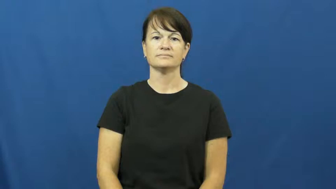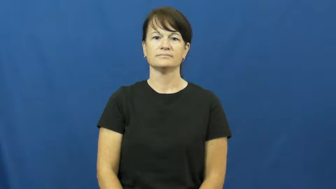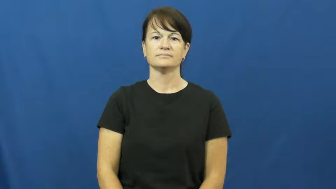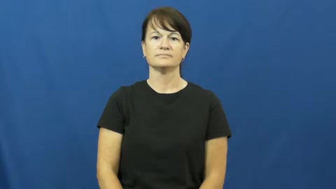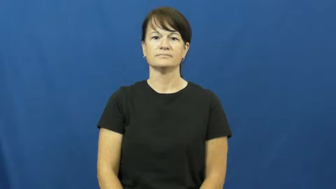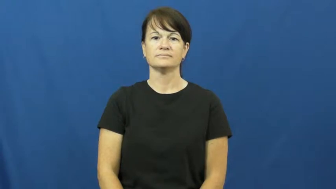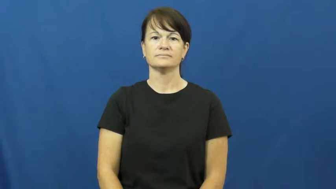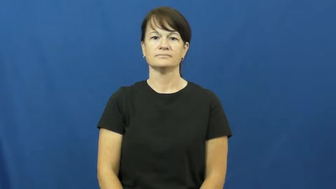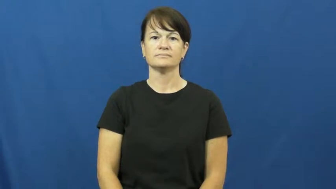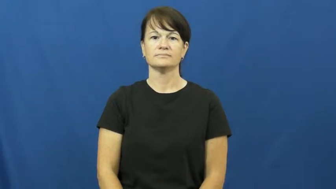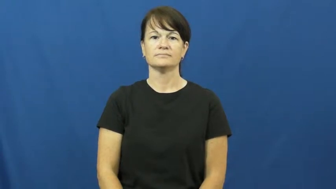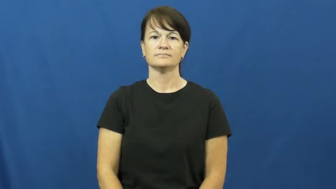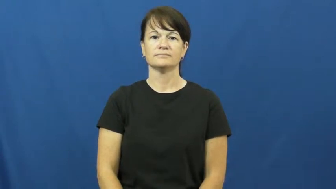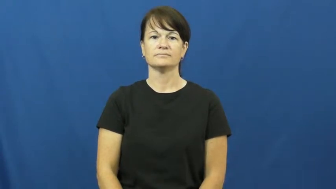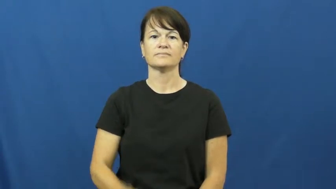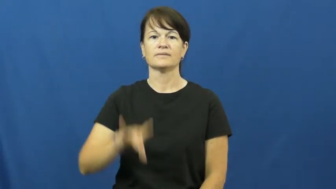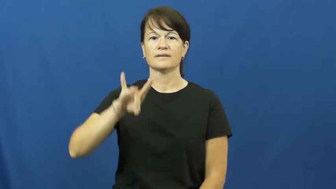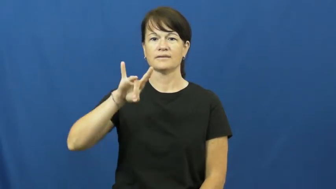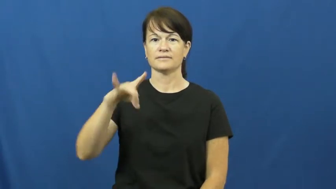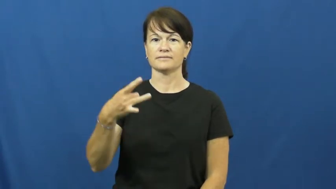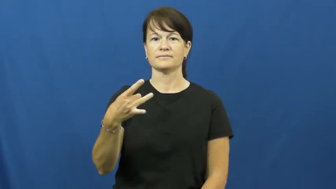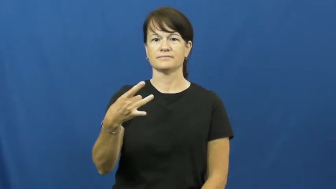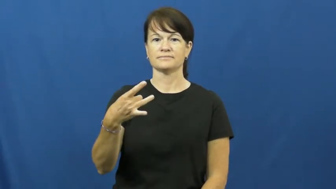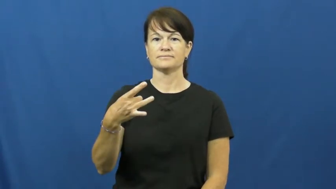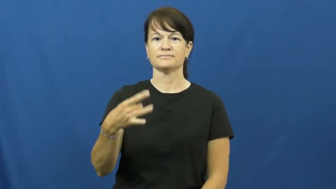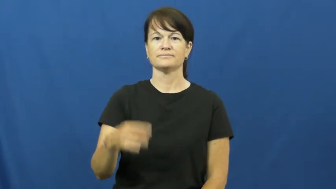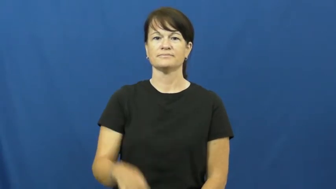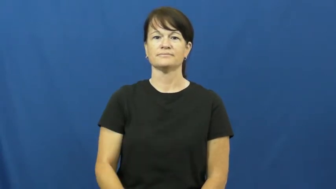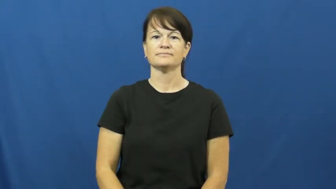eigth